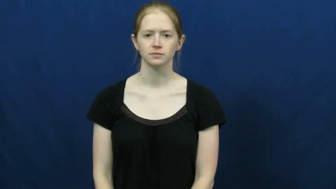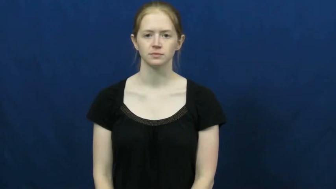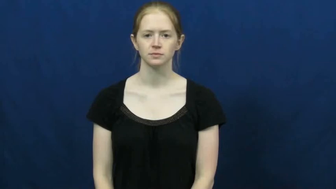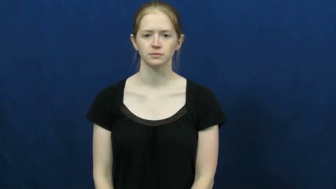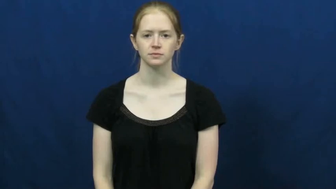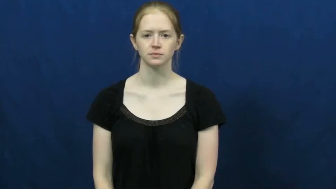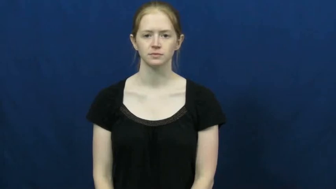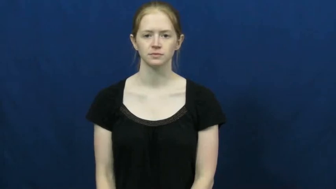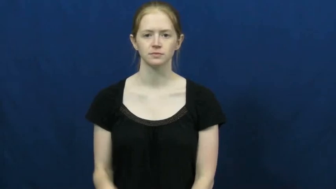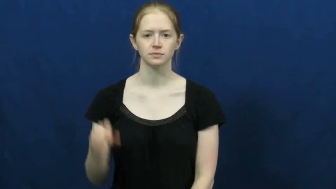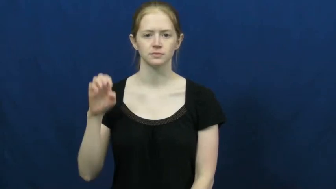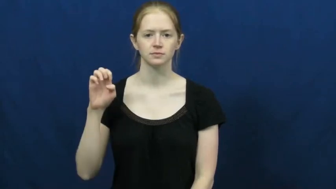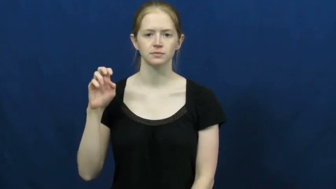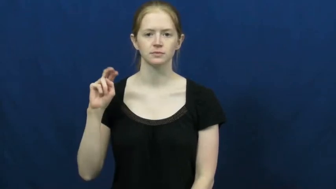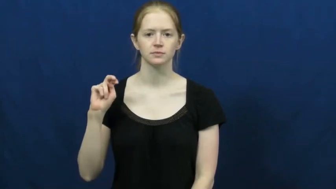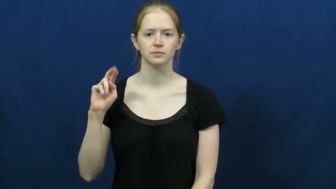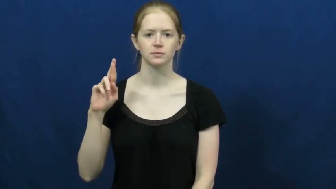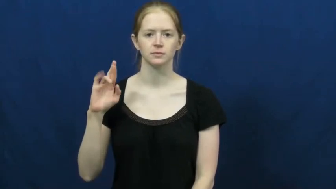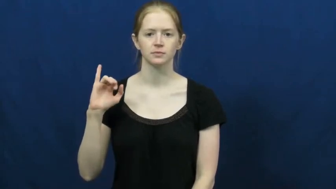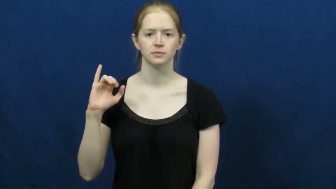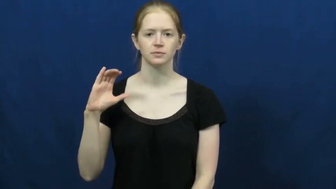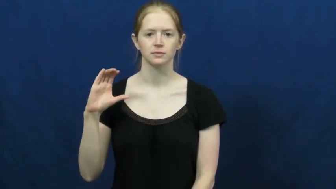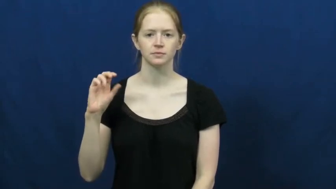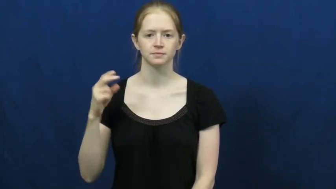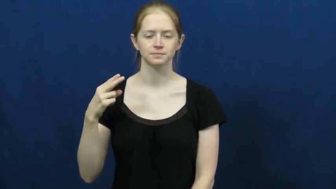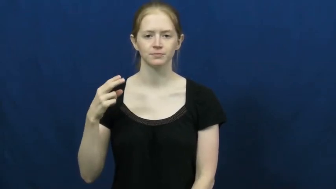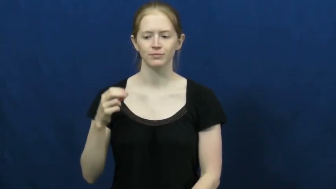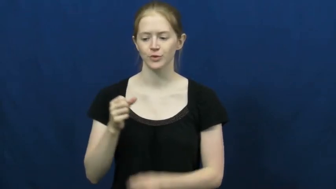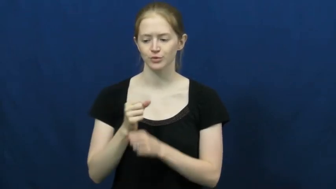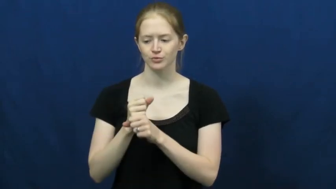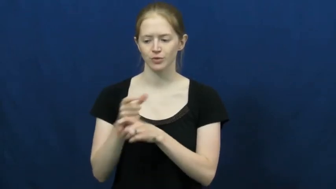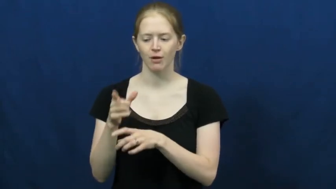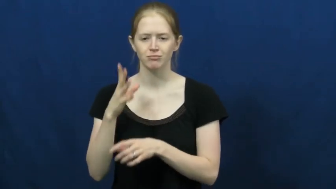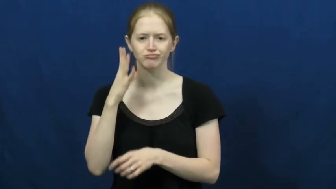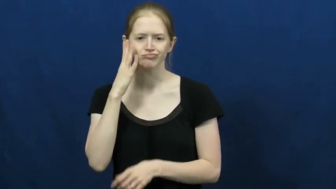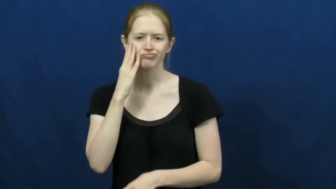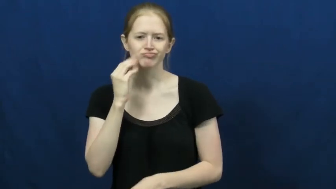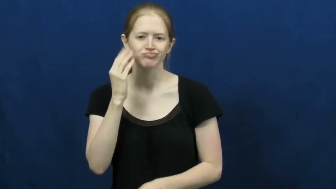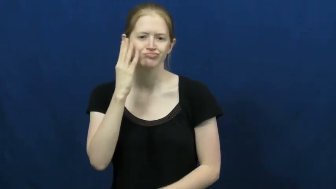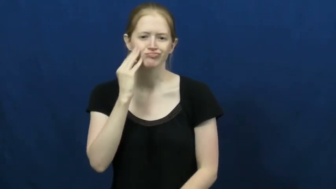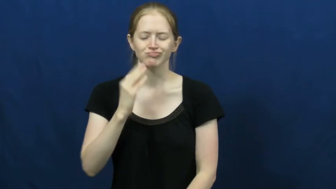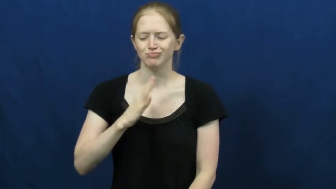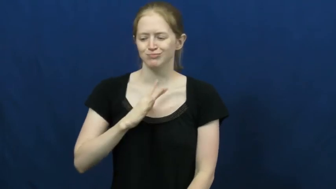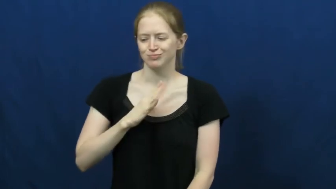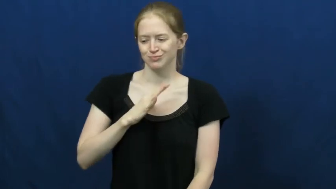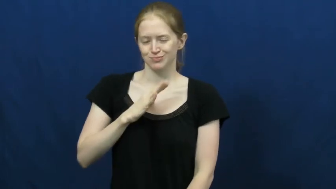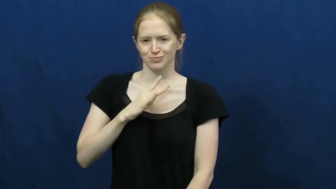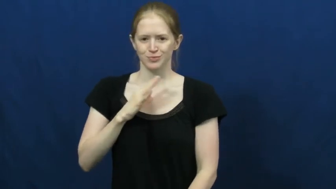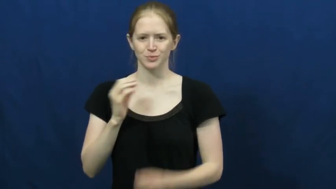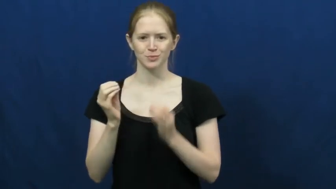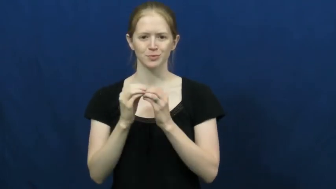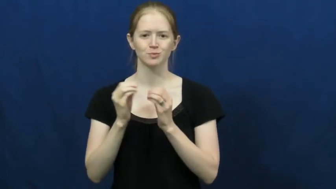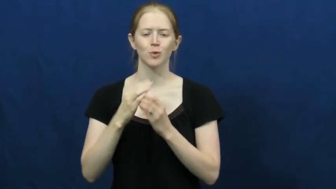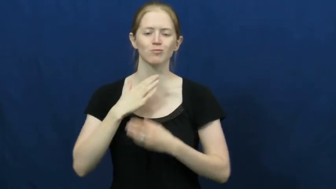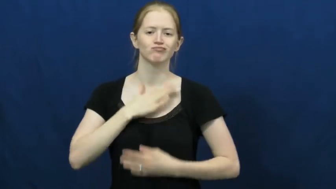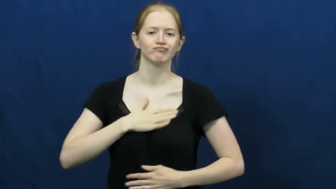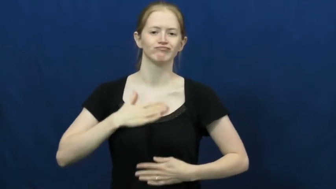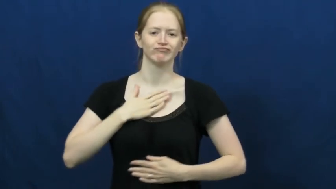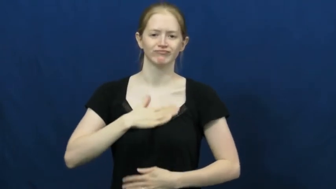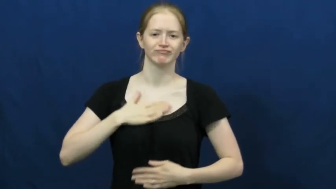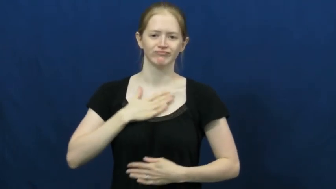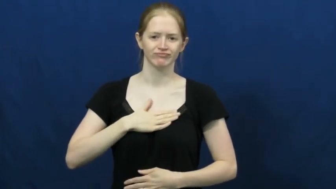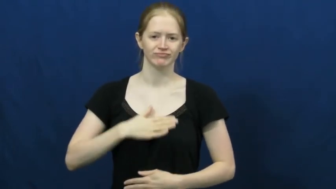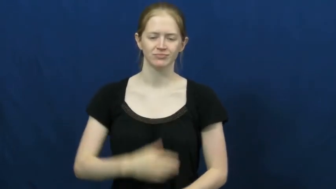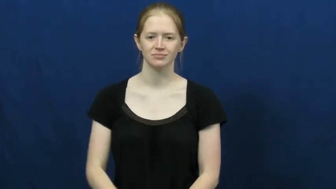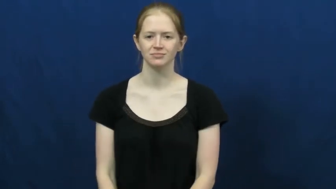enrich